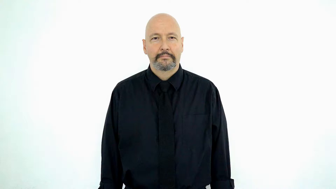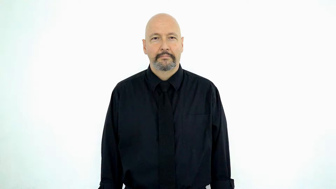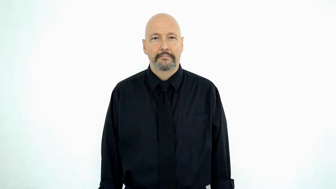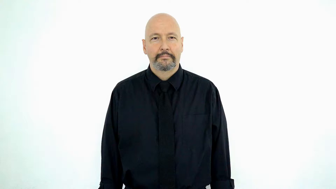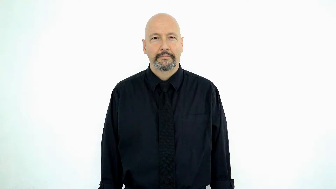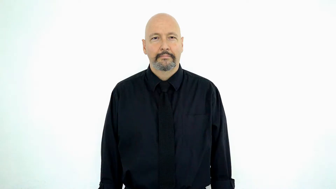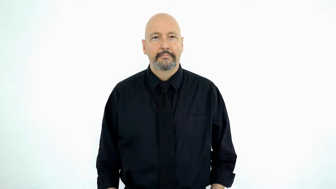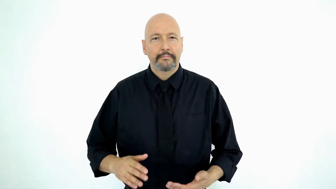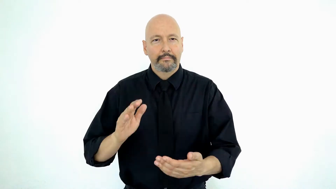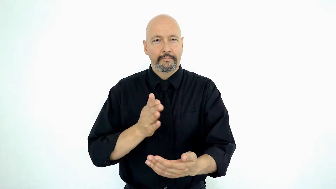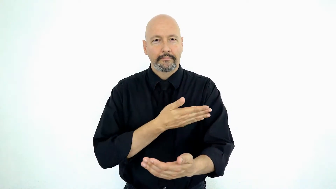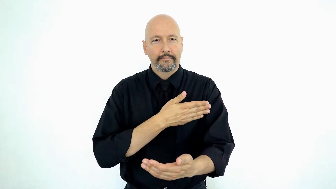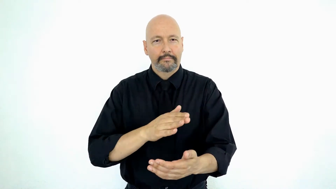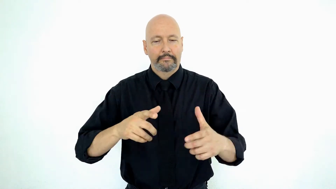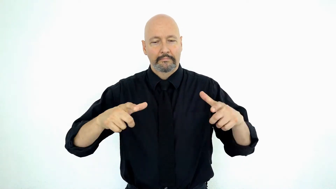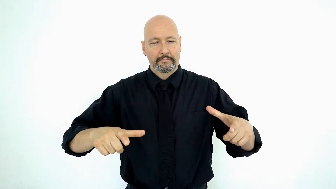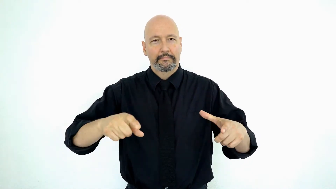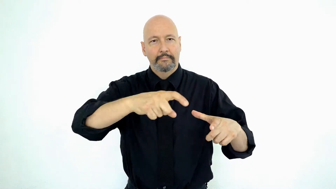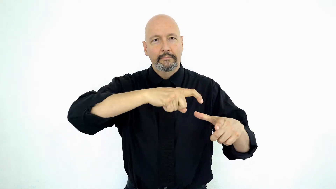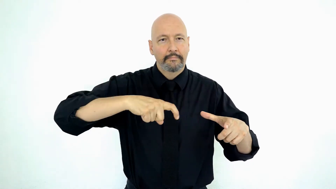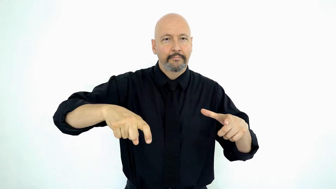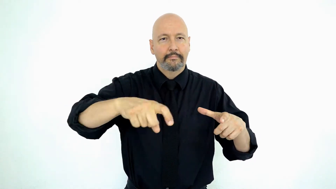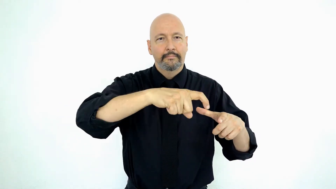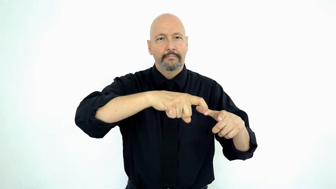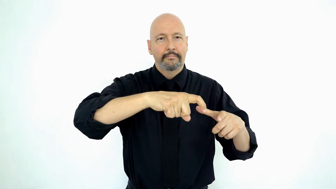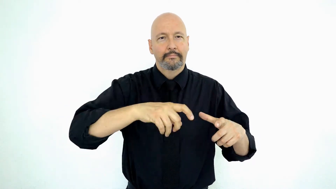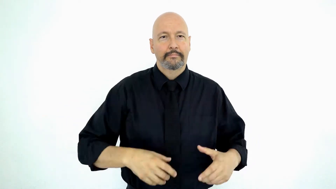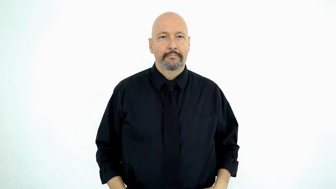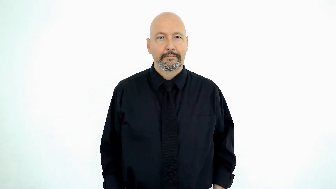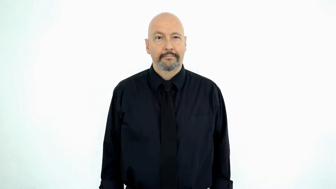album-[PHONOGRAPH/record]